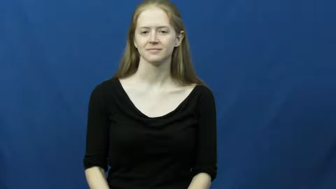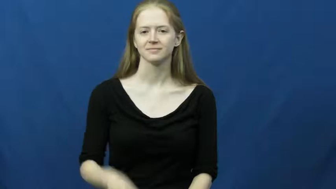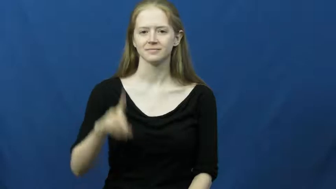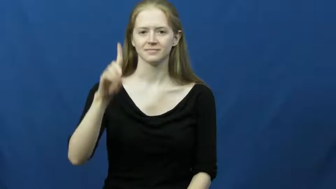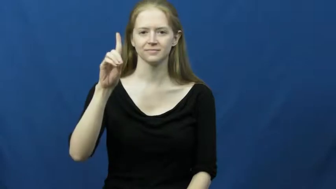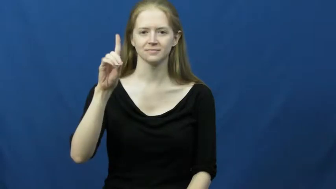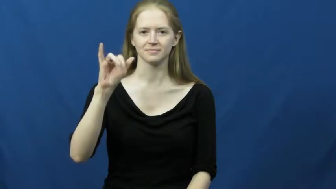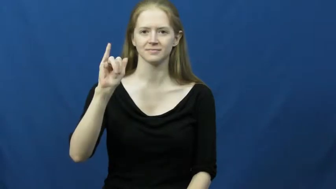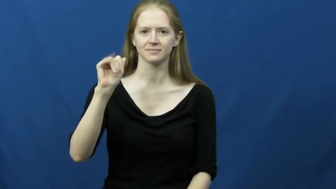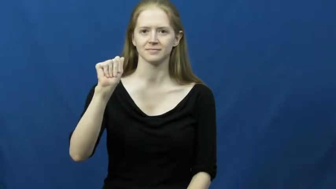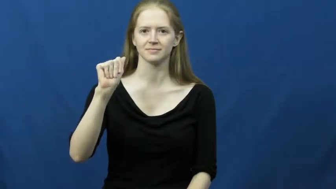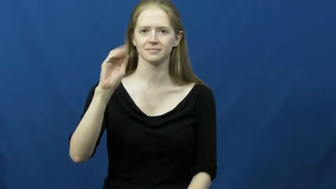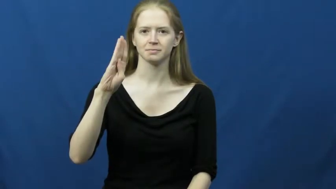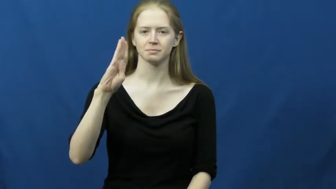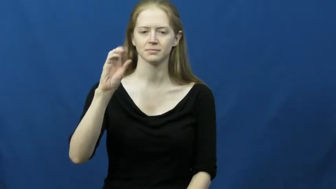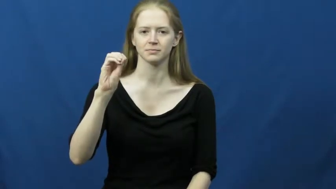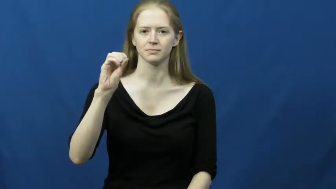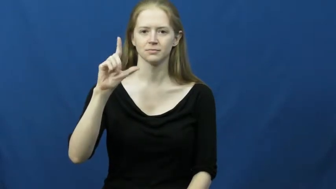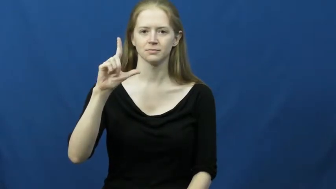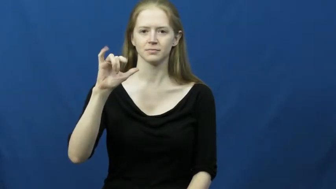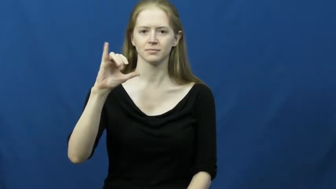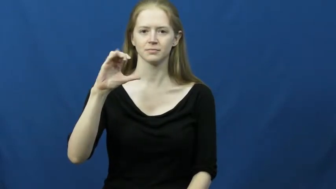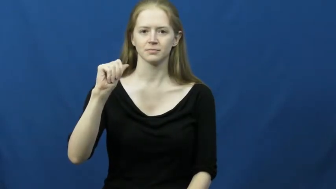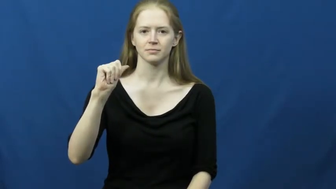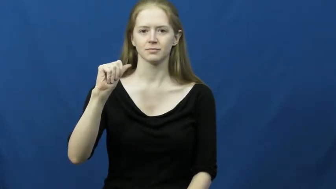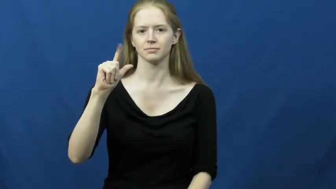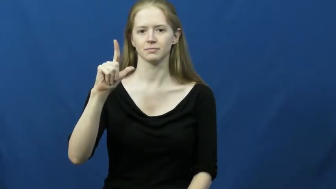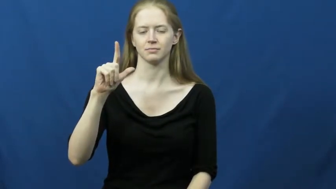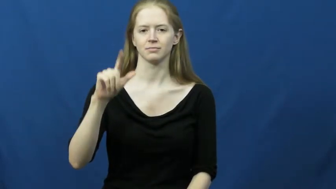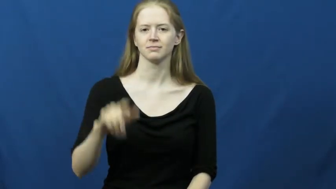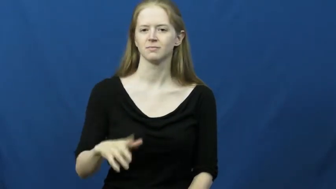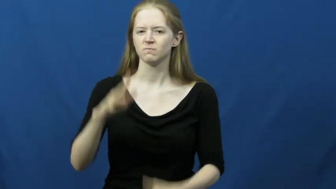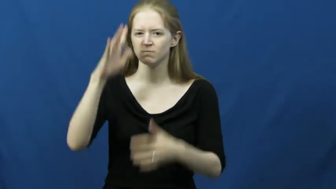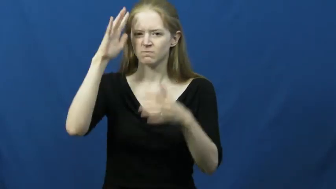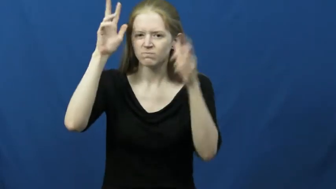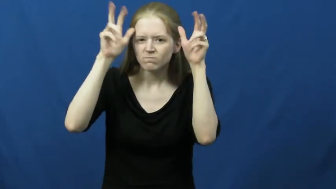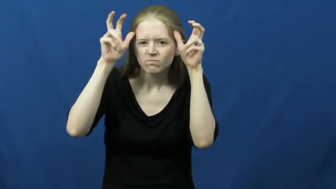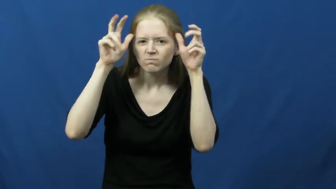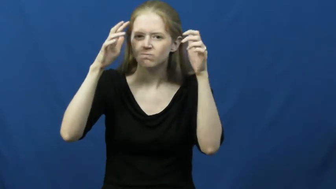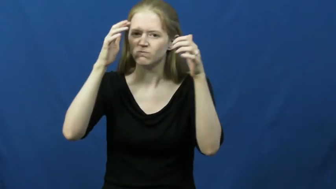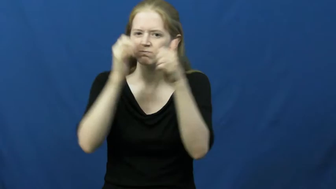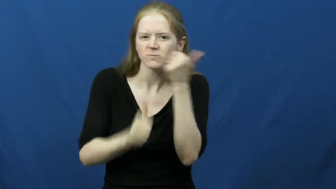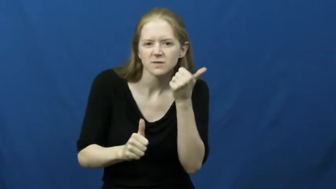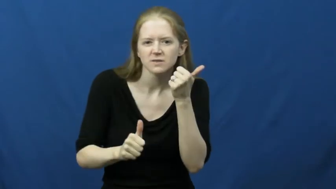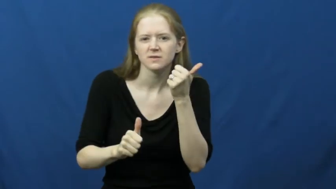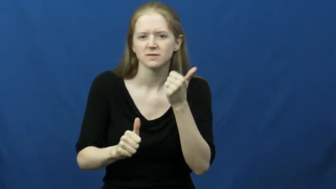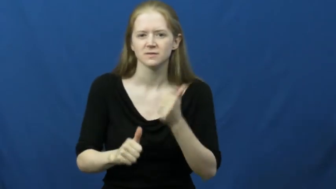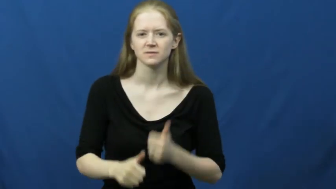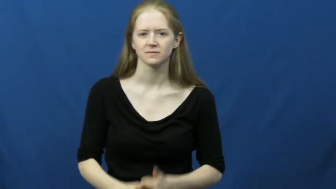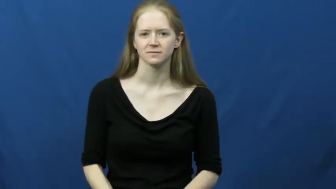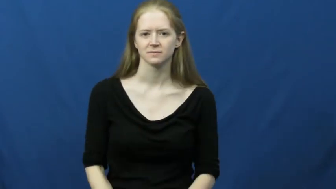diabolical